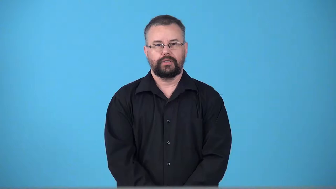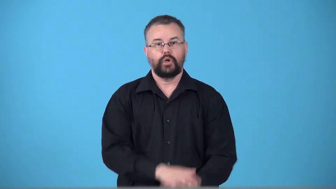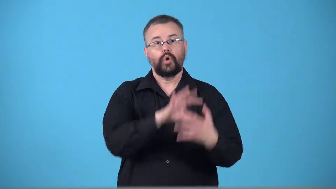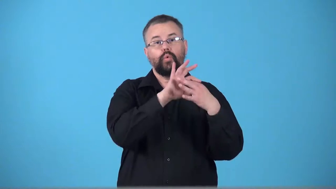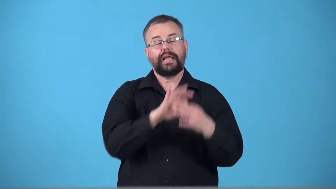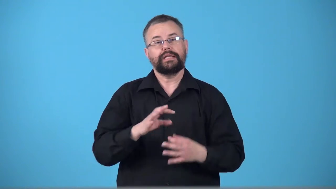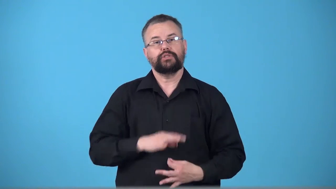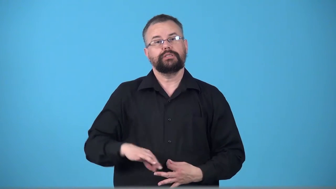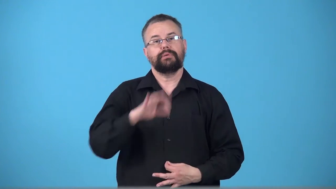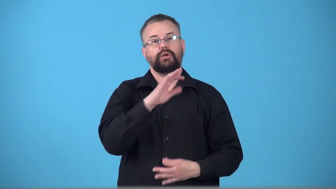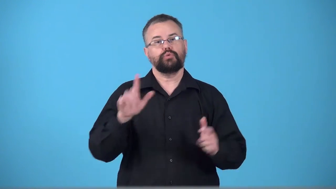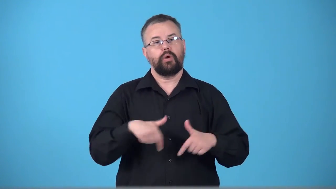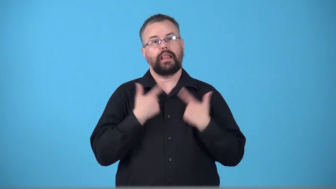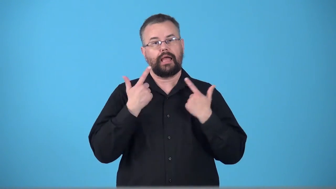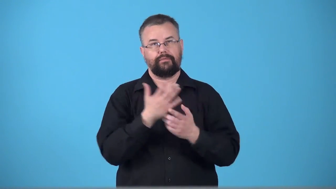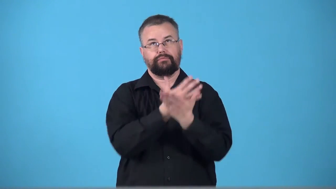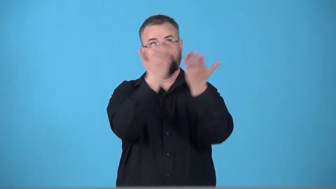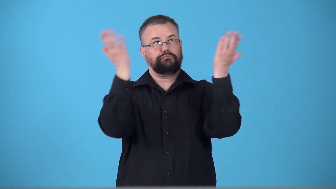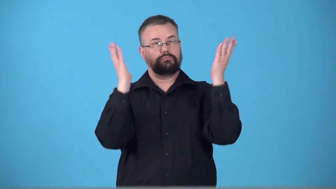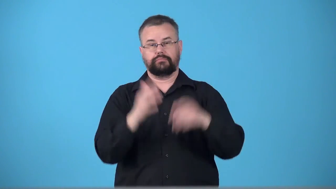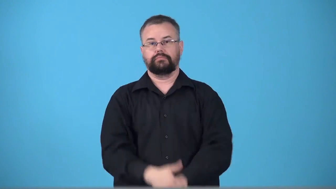transcendental